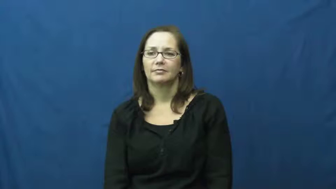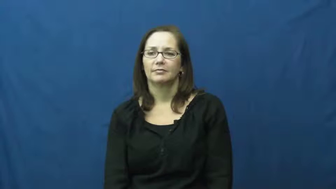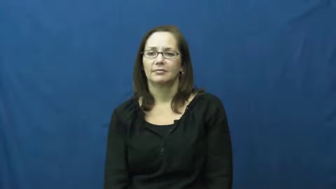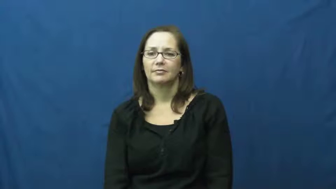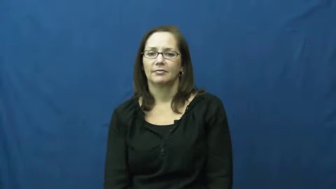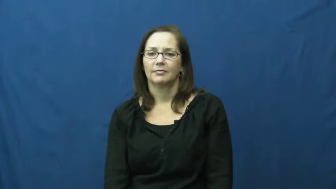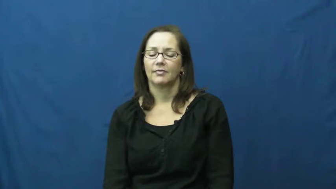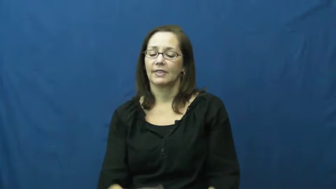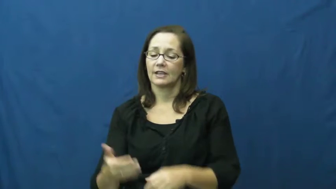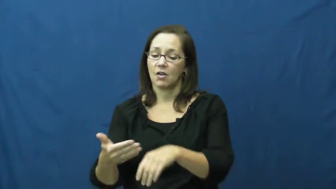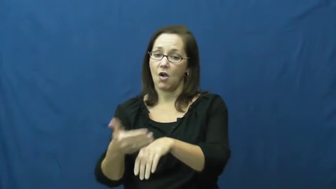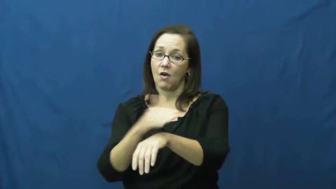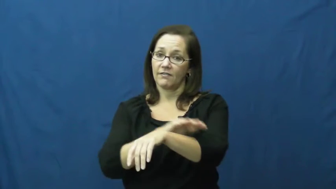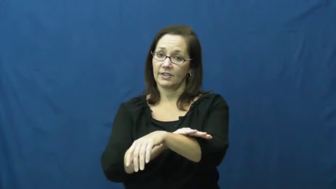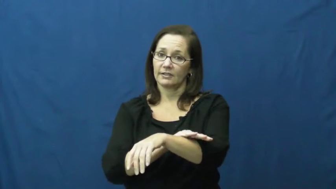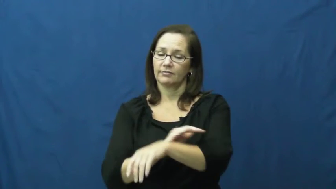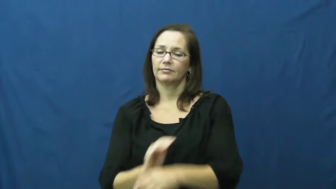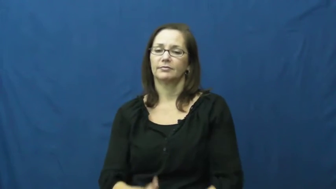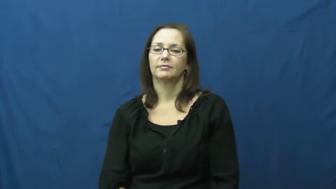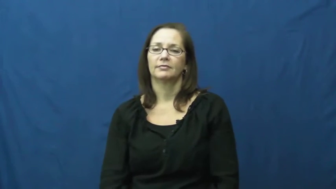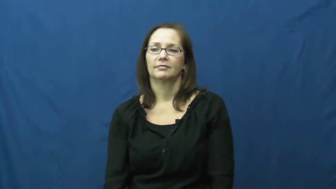mask,cloak,conceal-cover